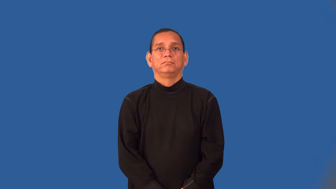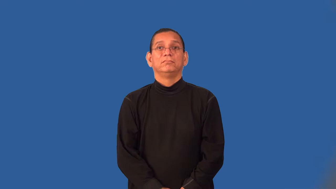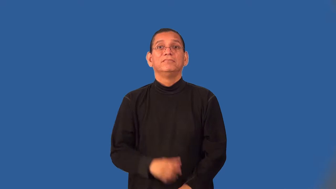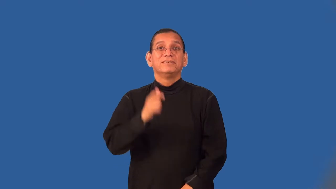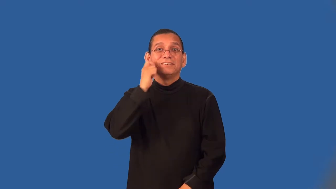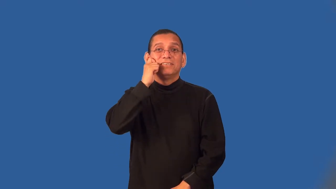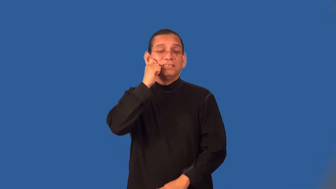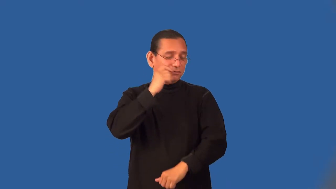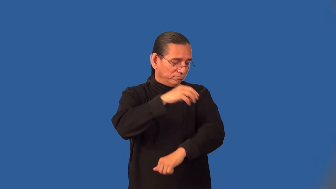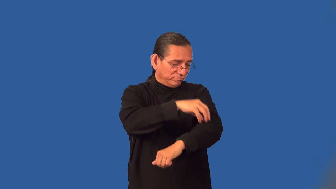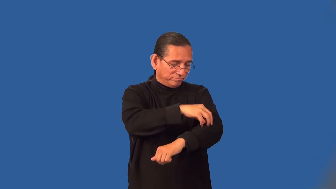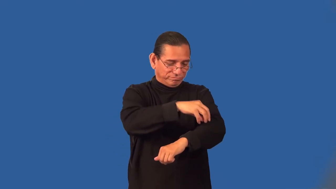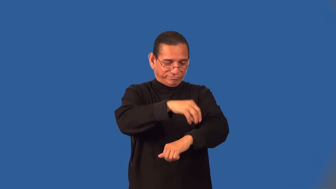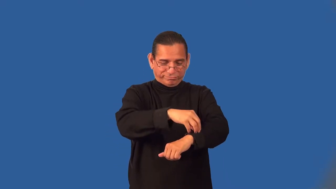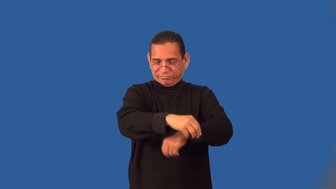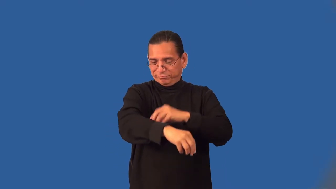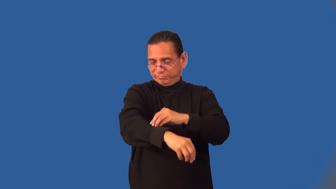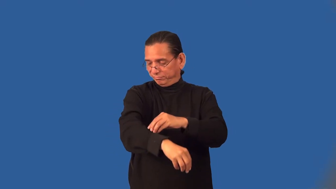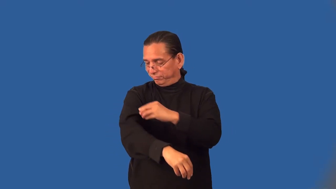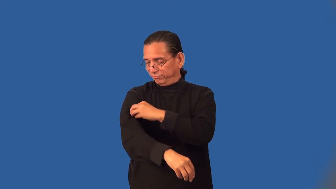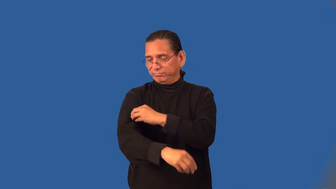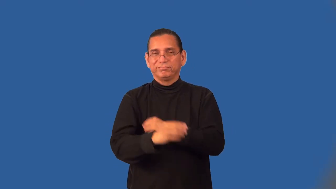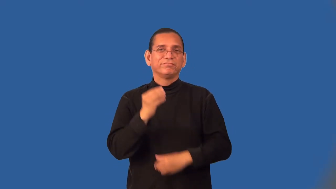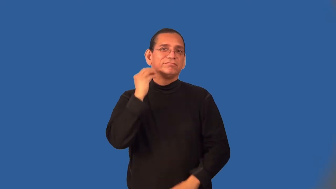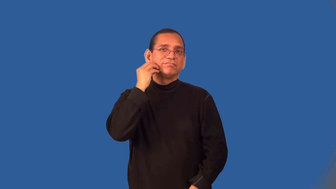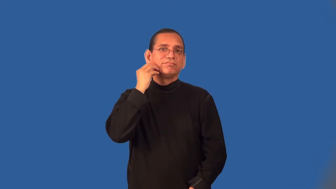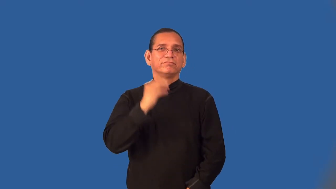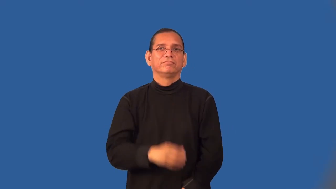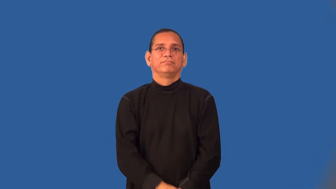warty